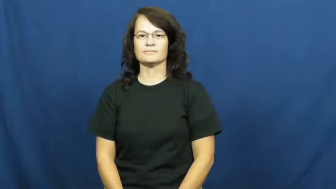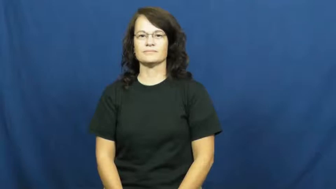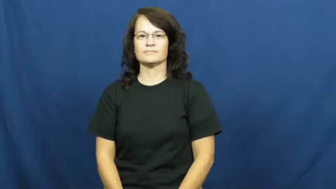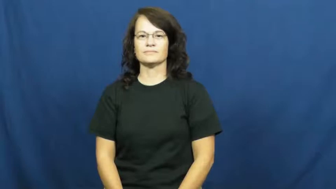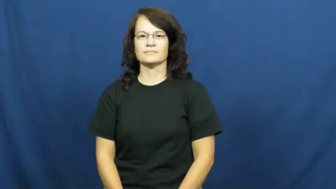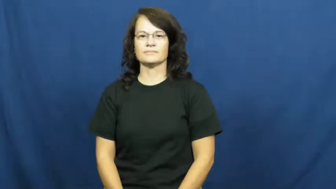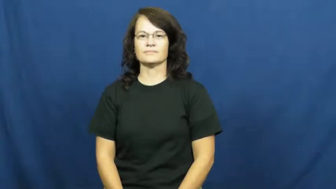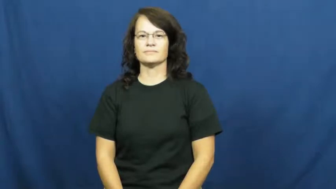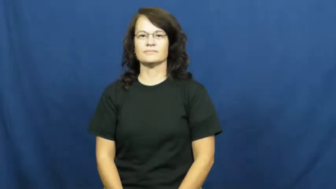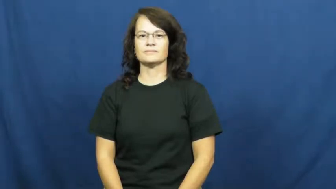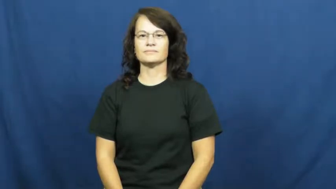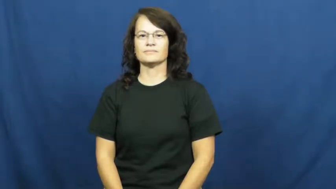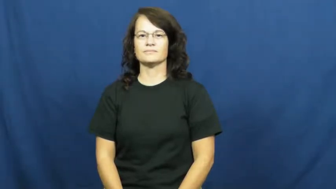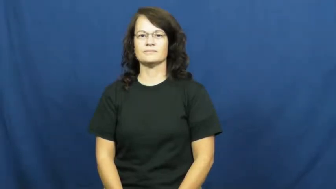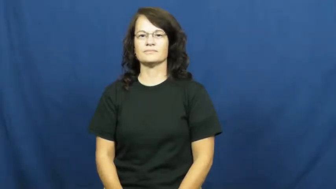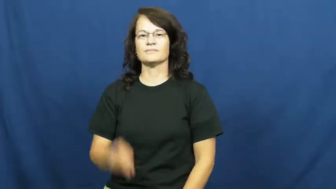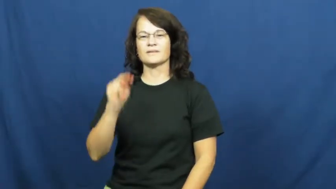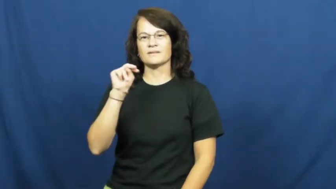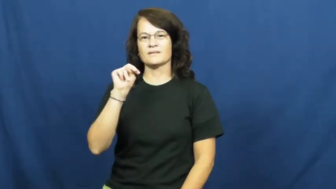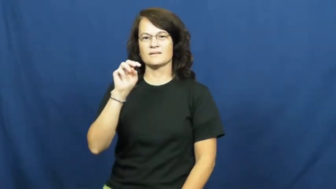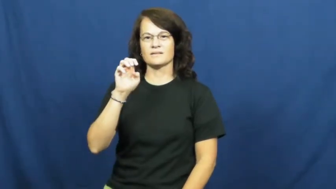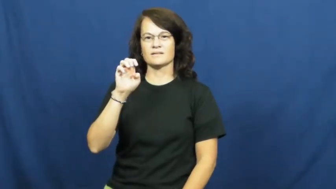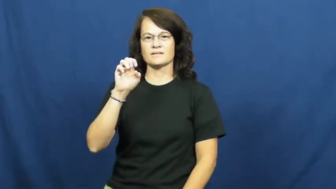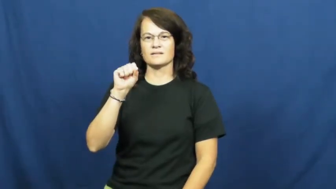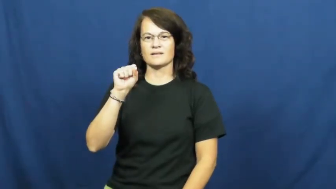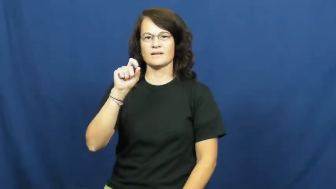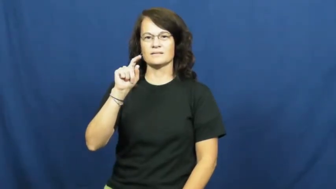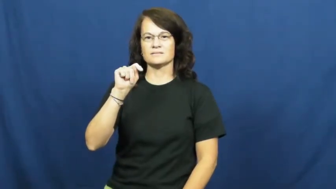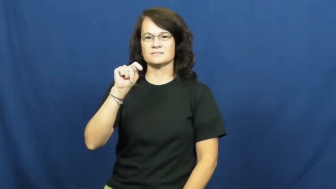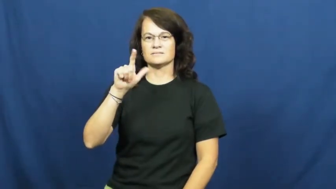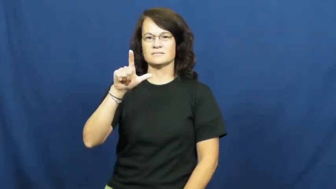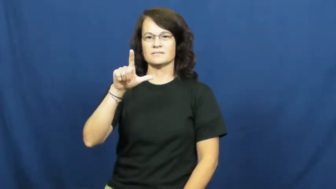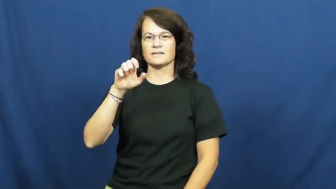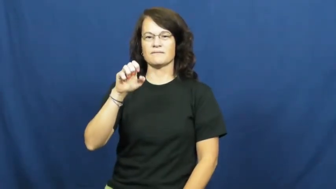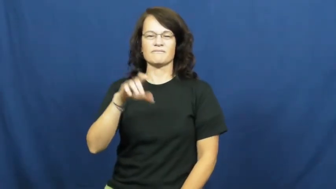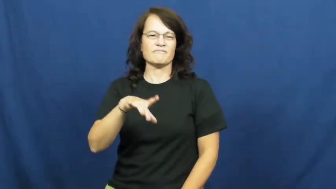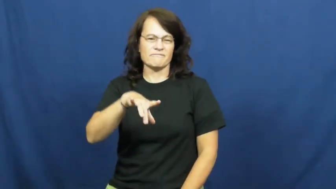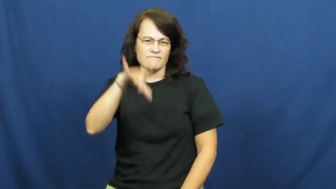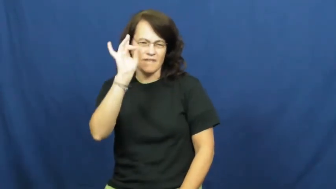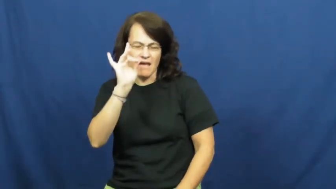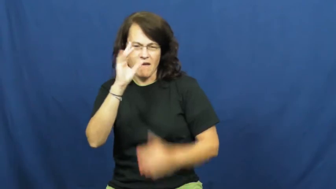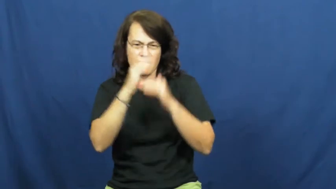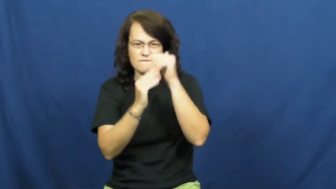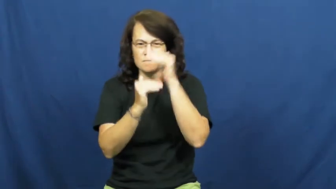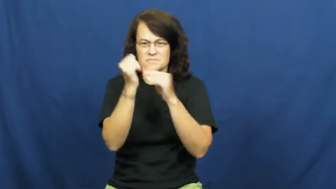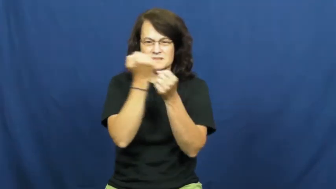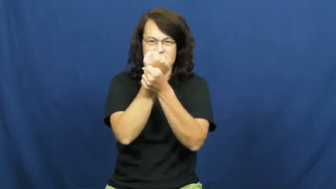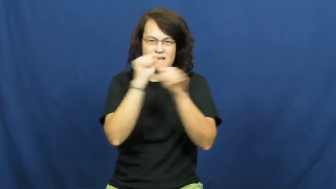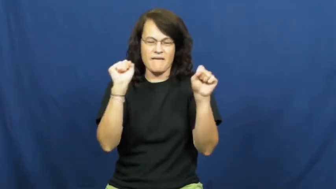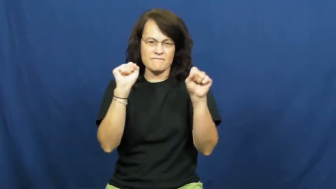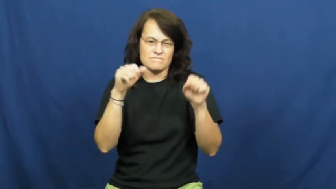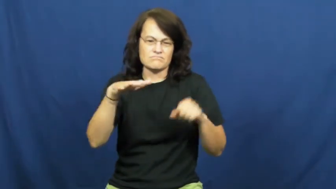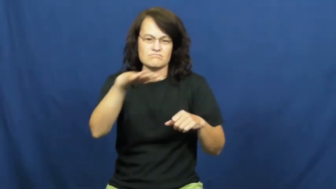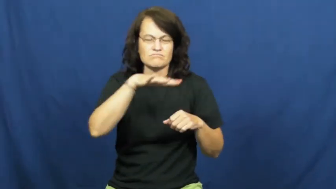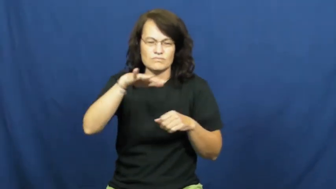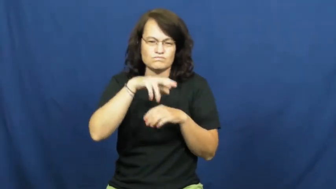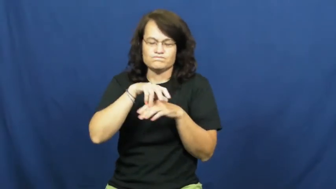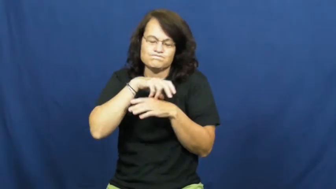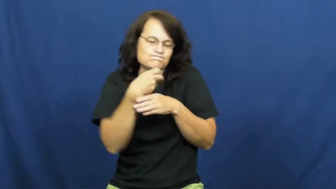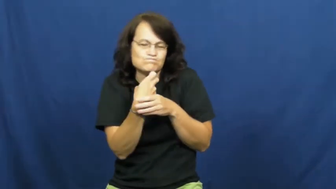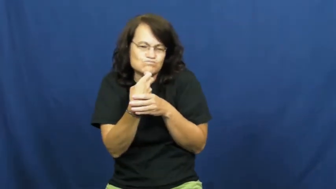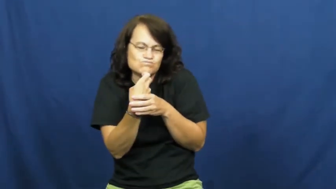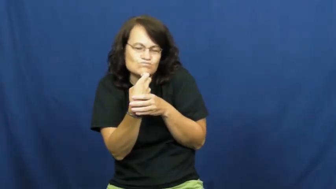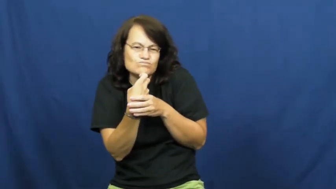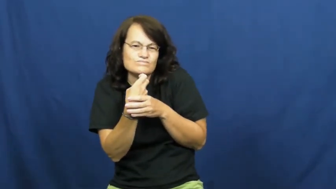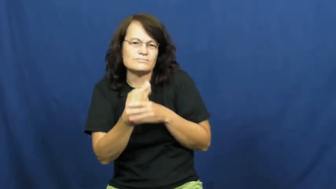nestle,nestle against